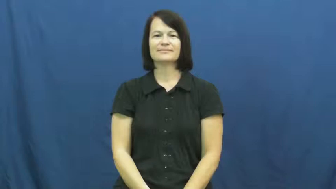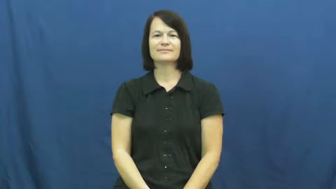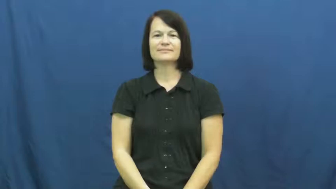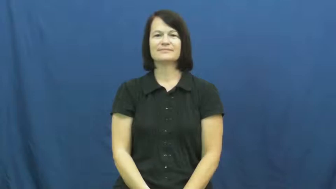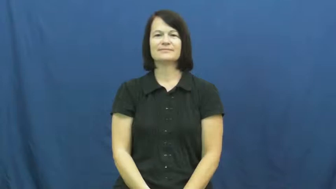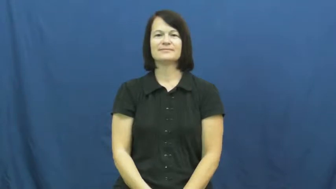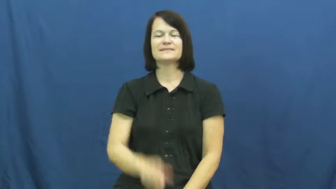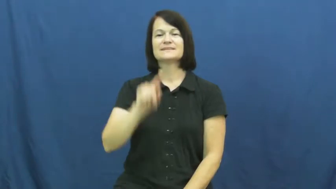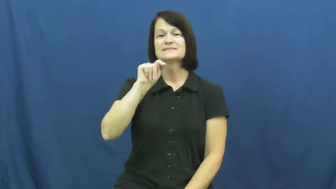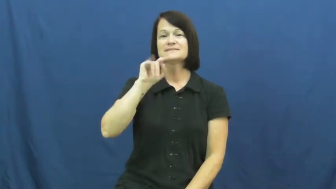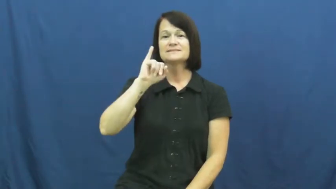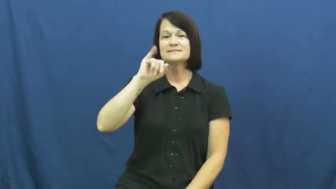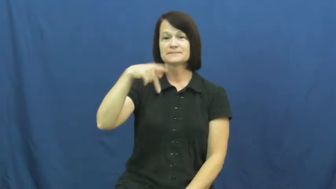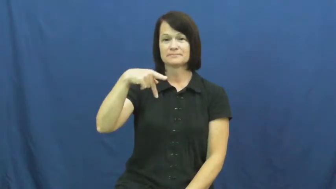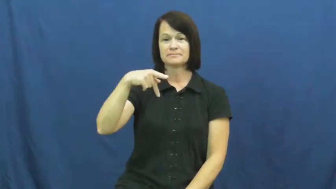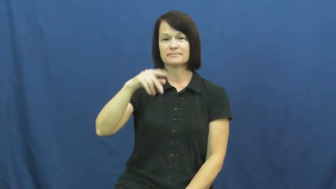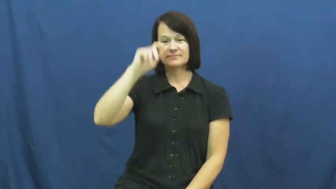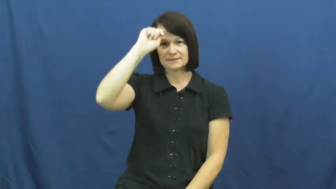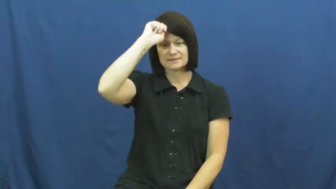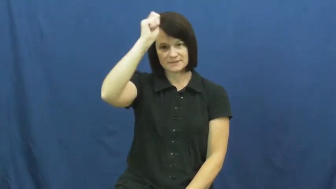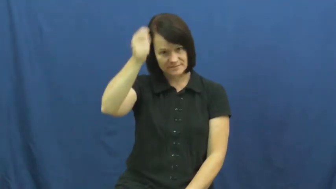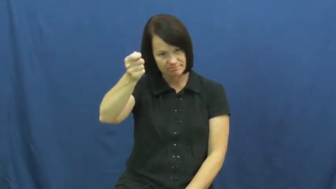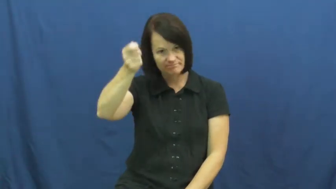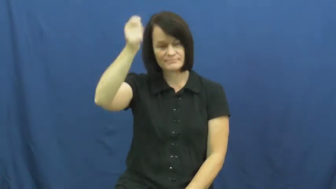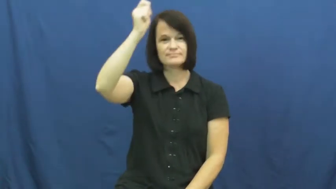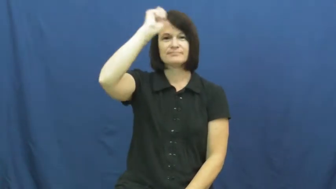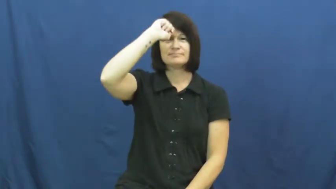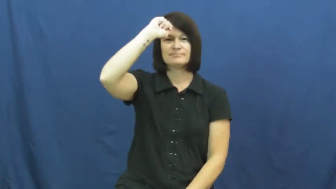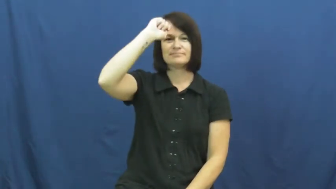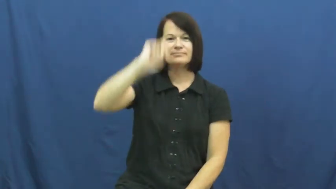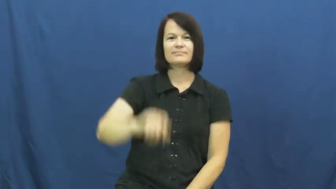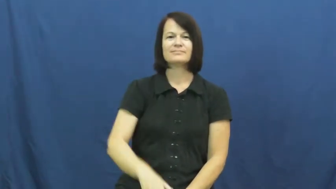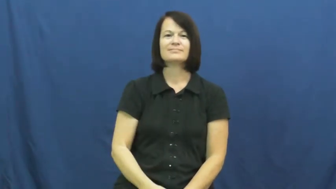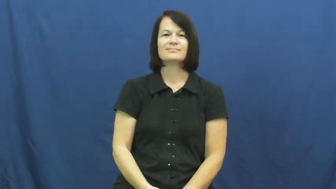tip-hat